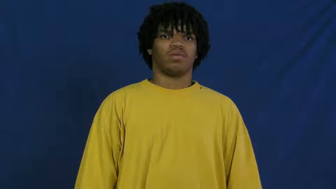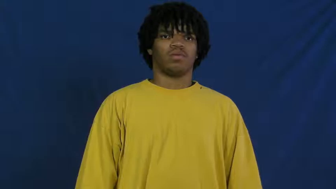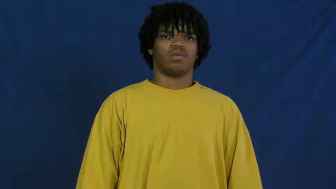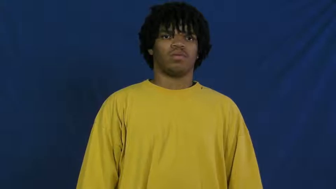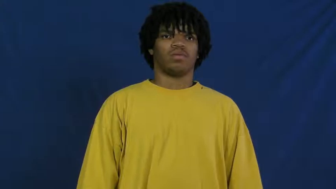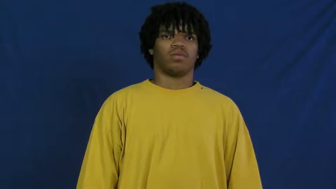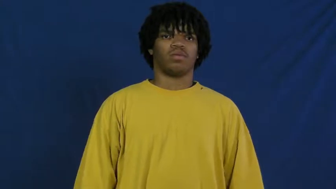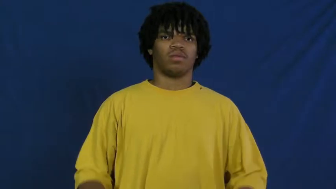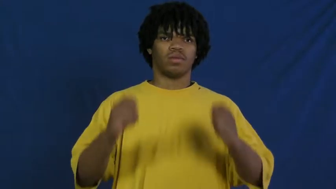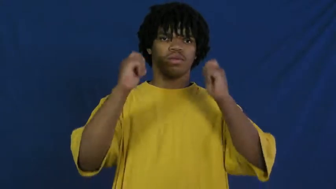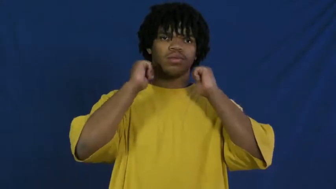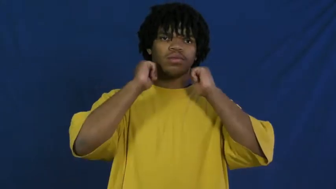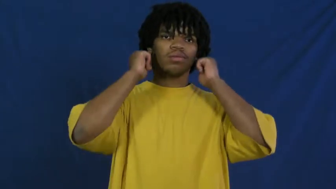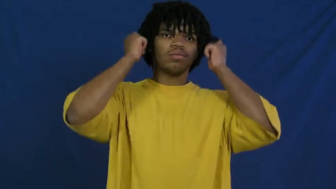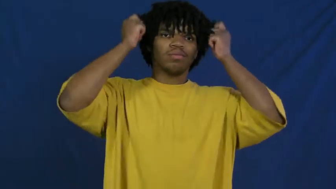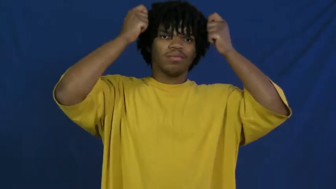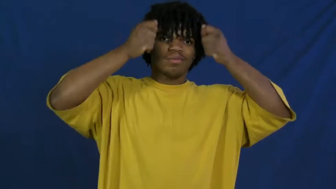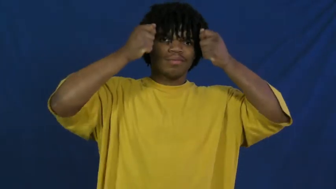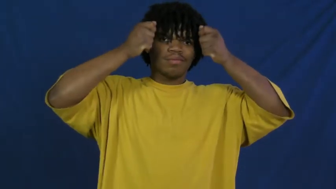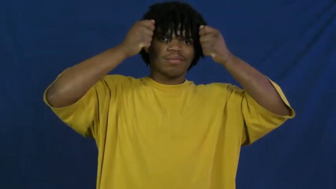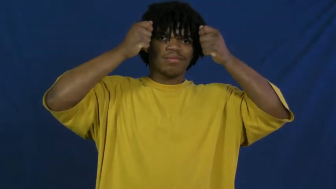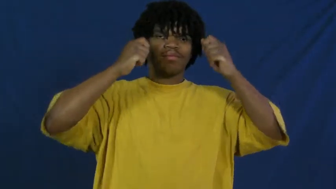hood-clothing